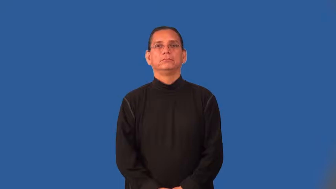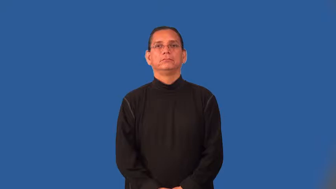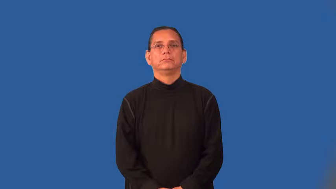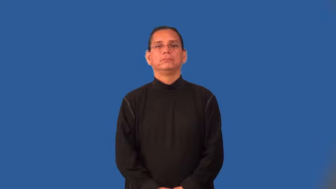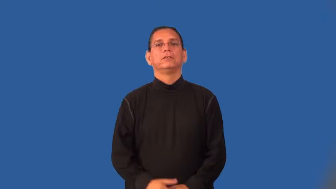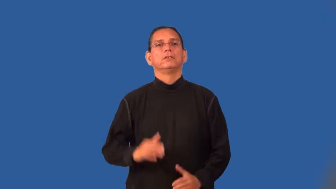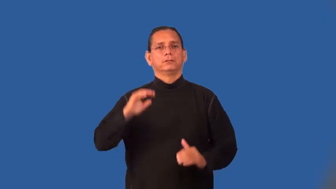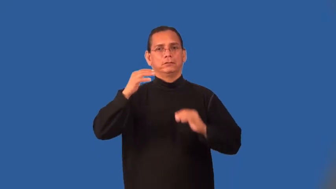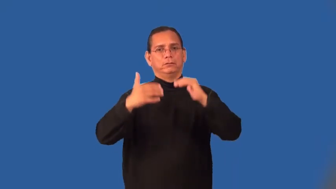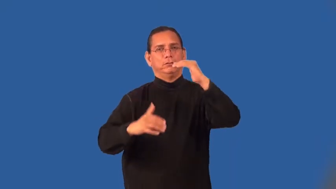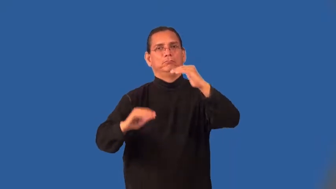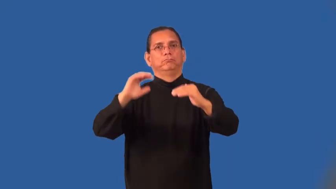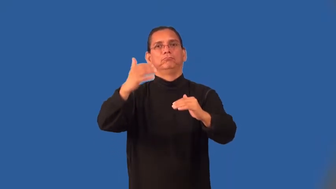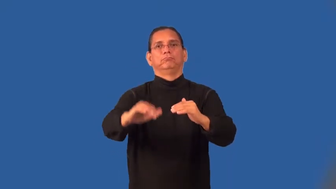hilly,bumpy,rugged,jouncy